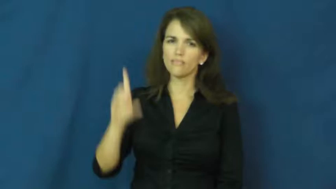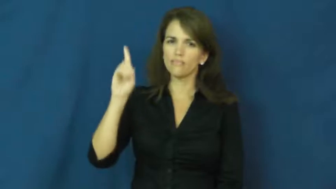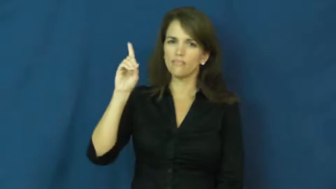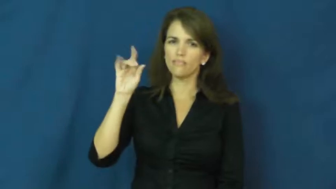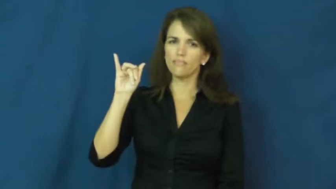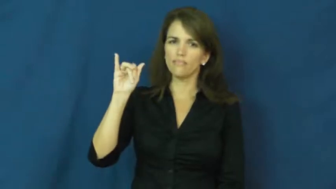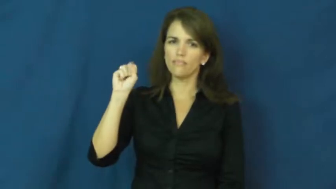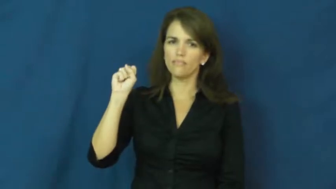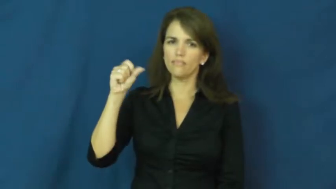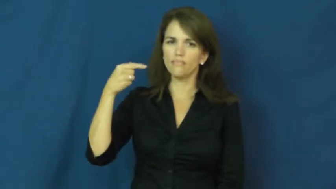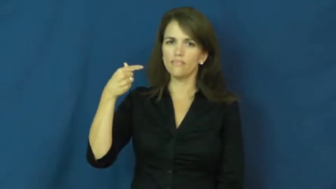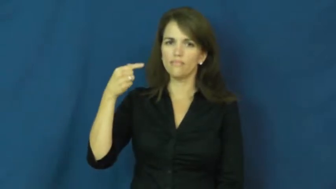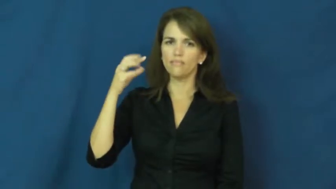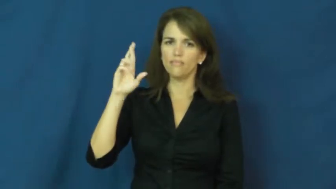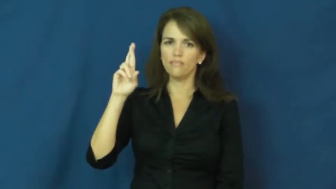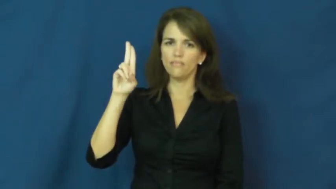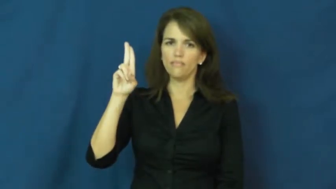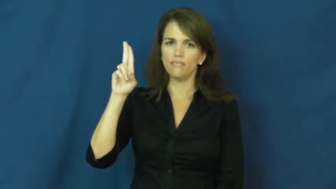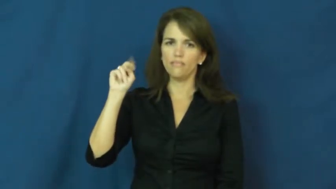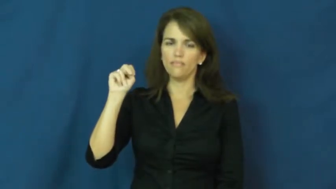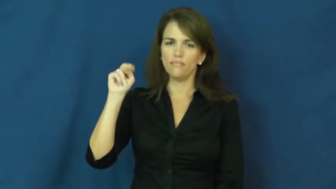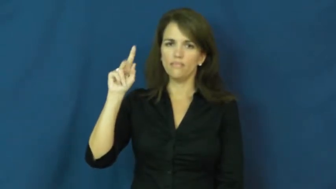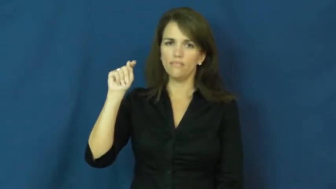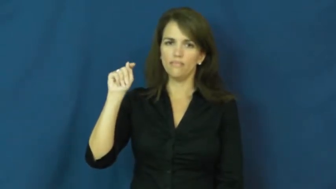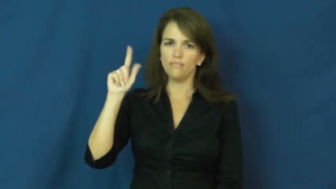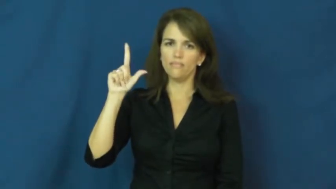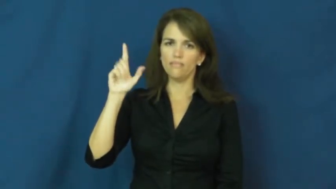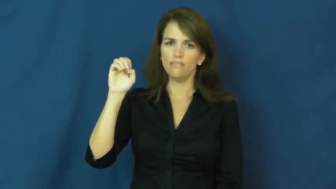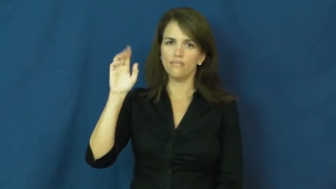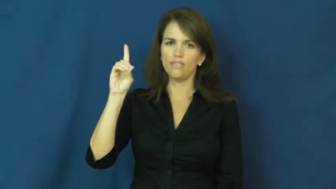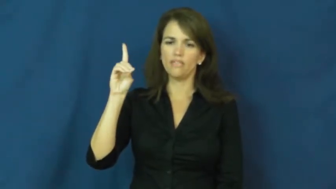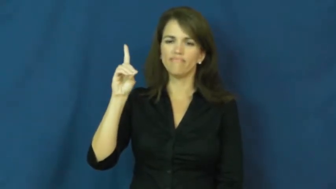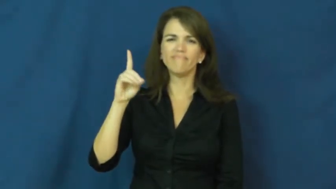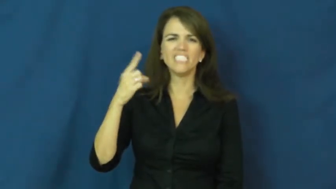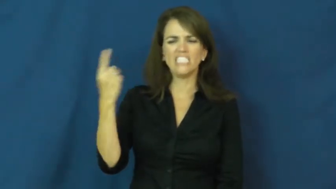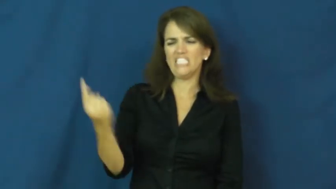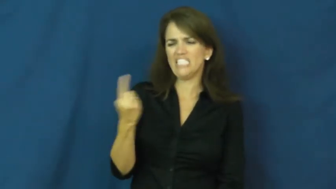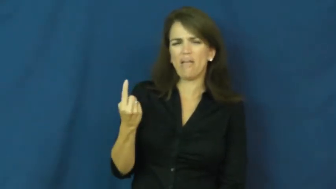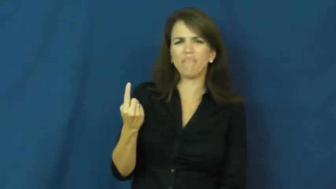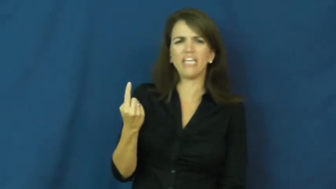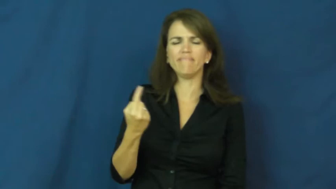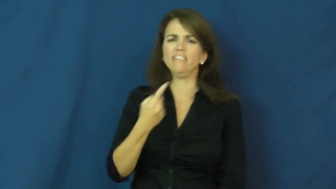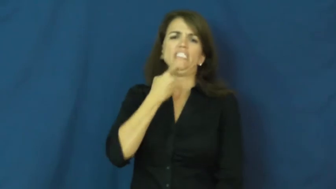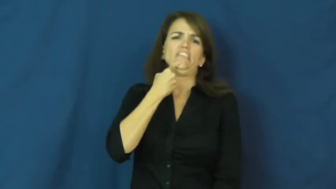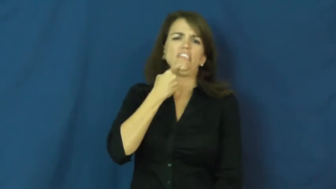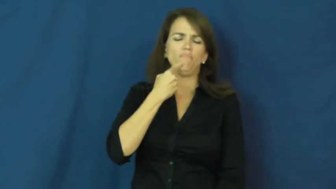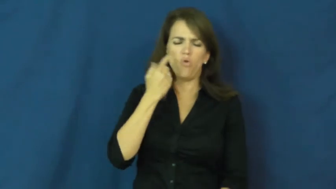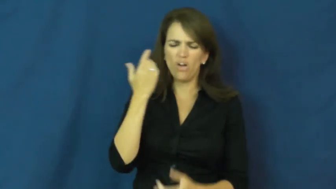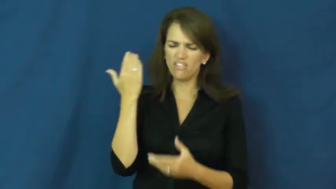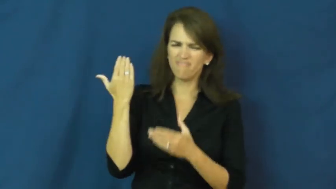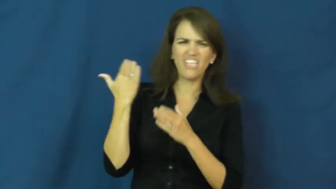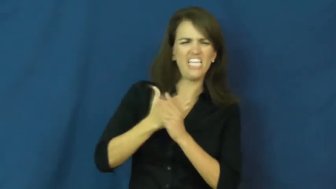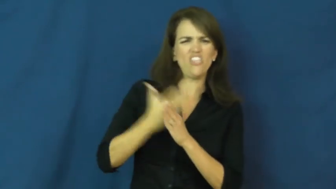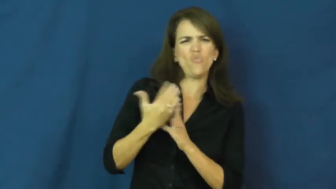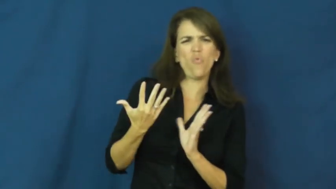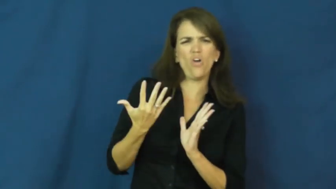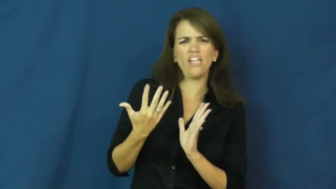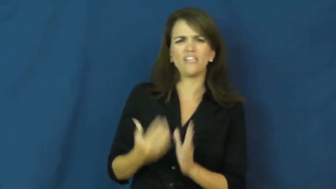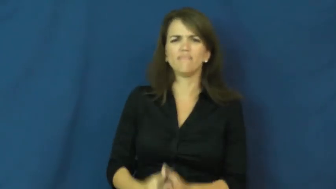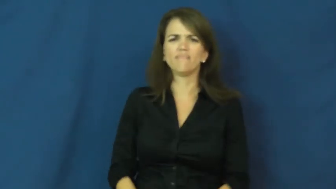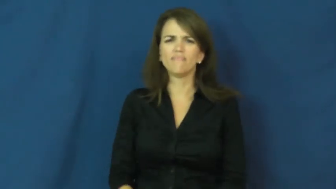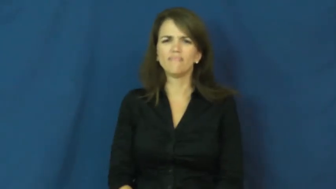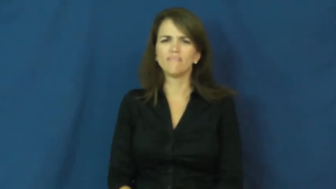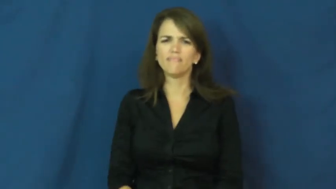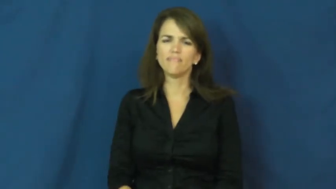disgruntled